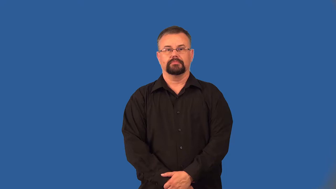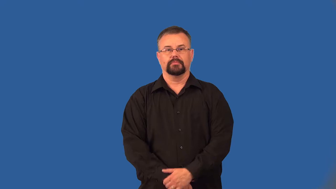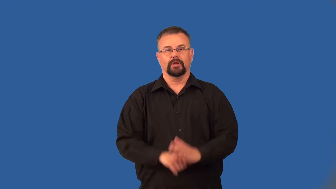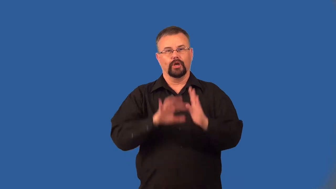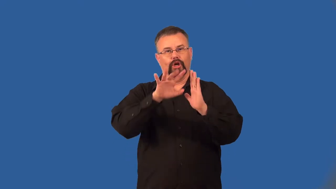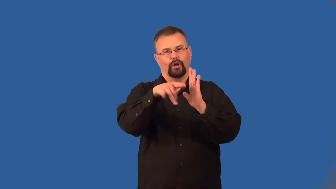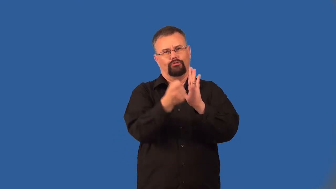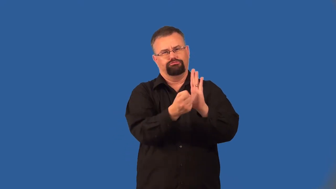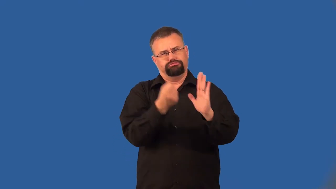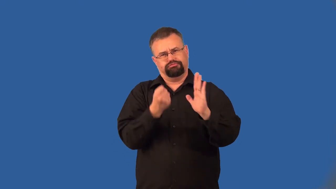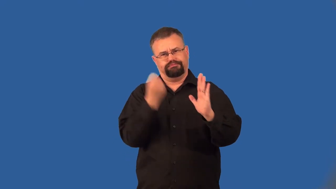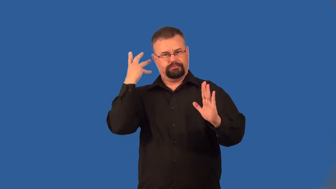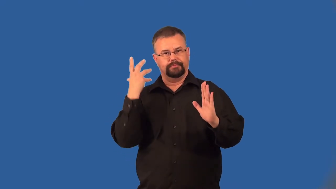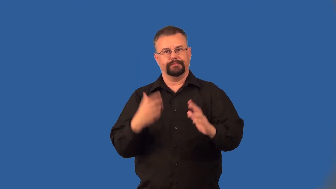gut-remove everything